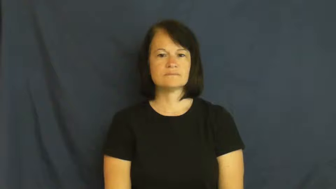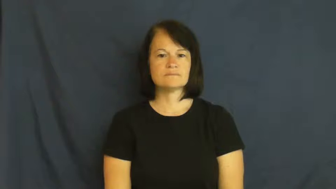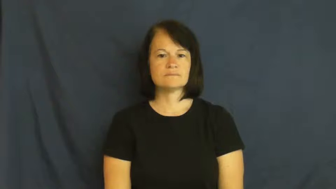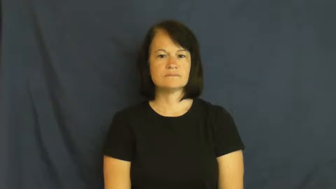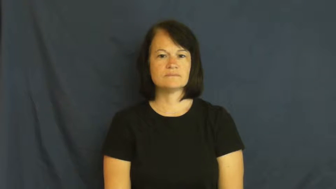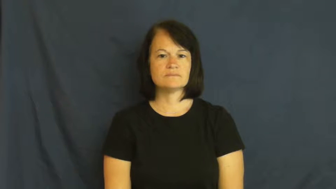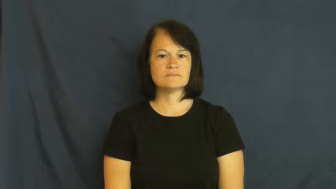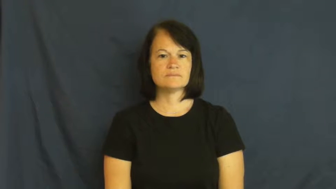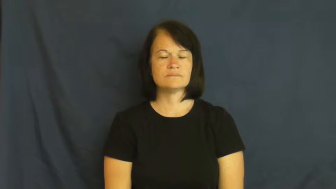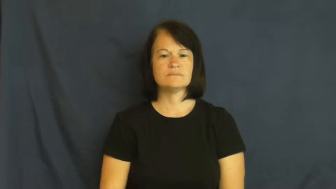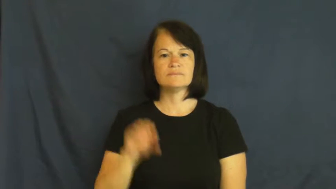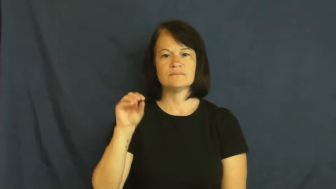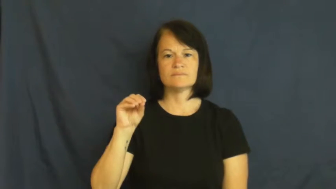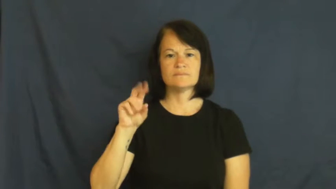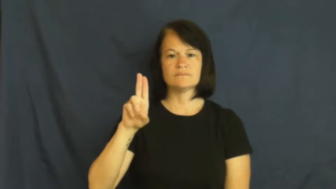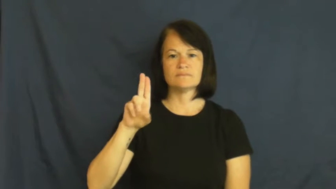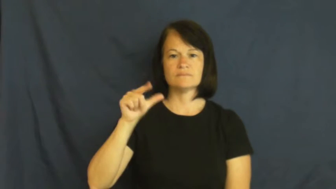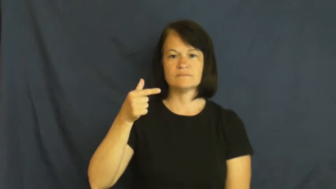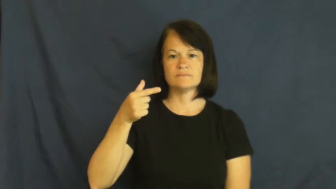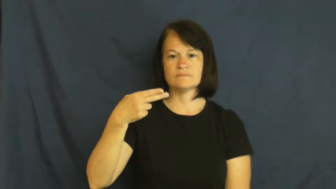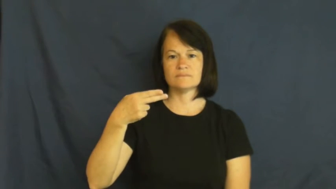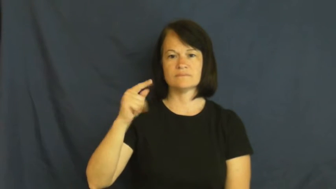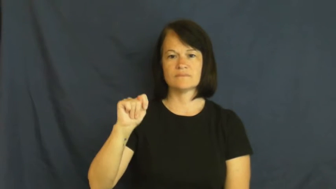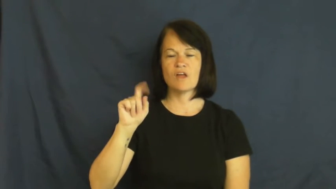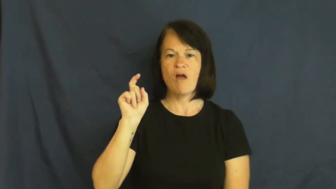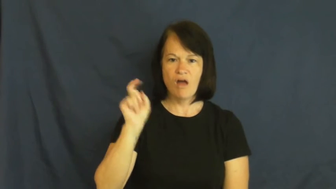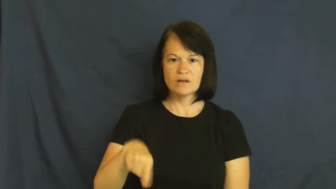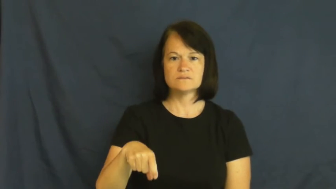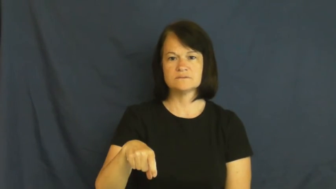ought,aught